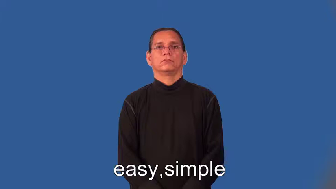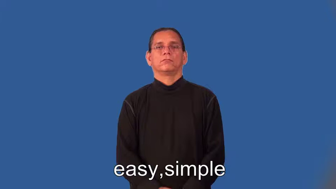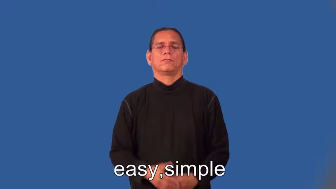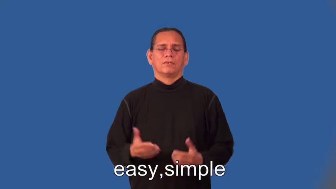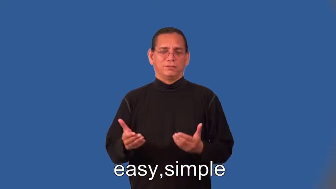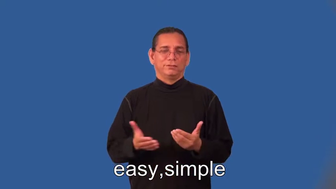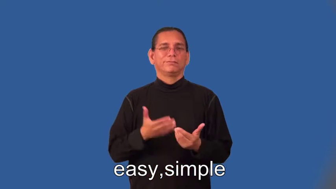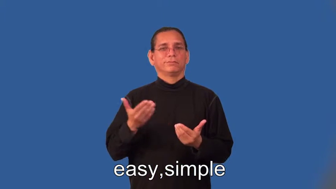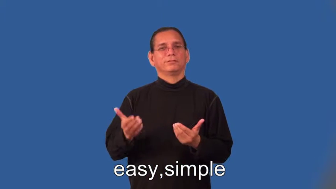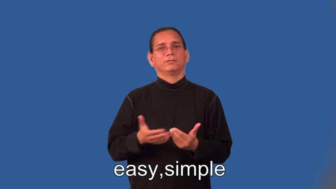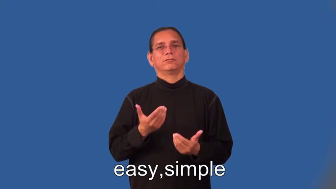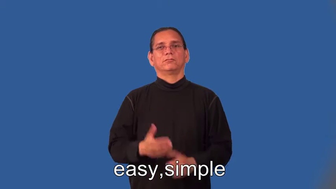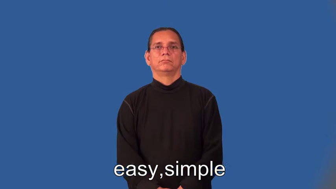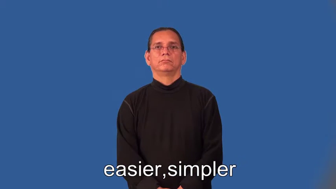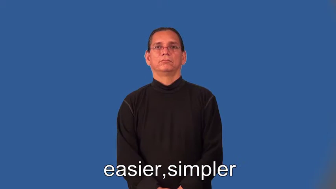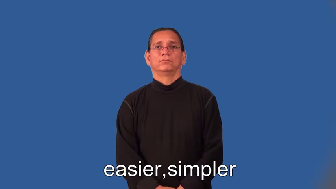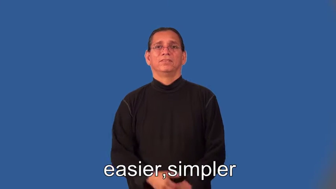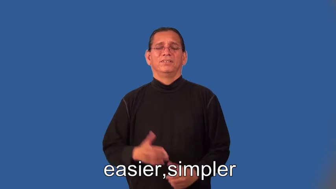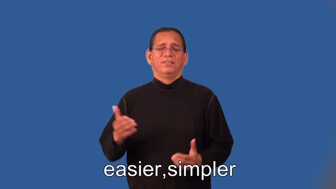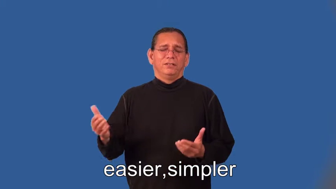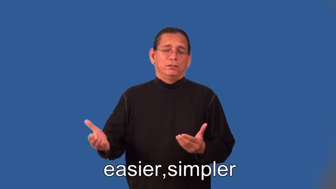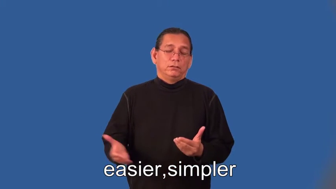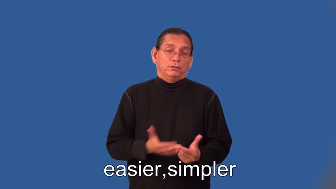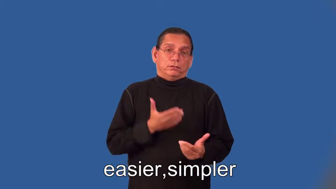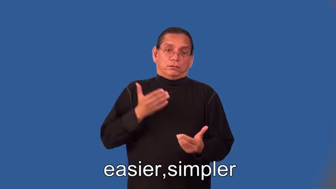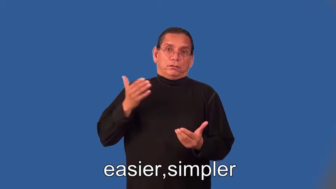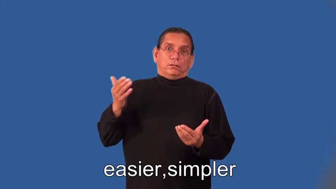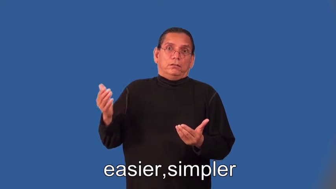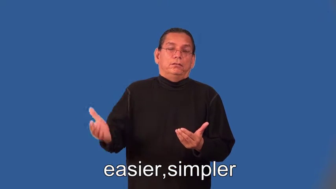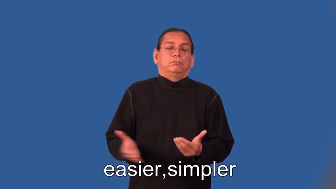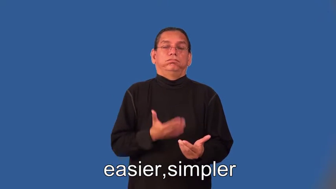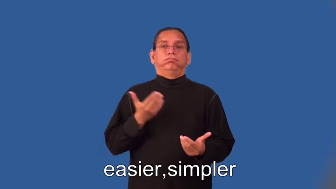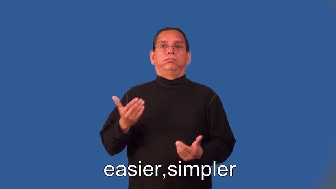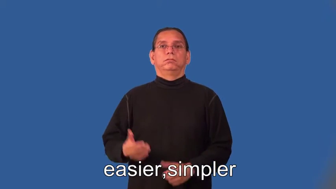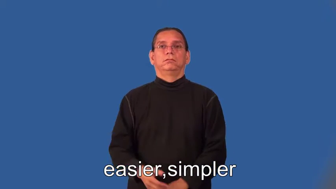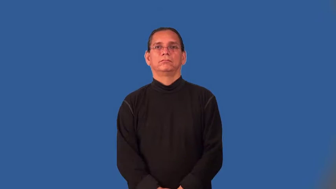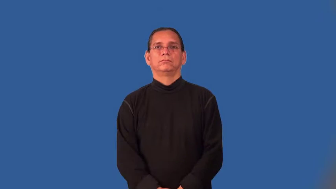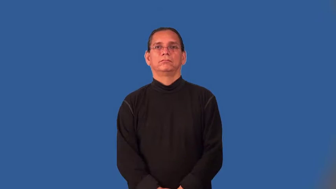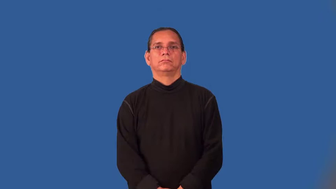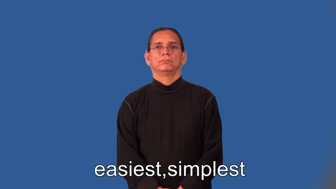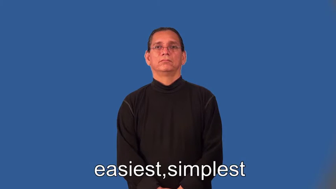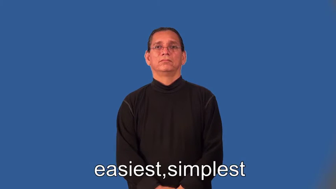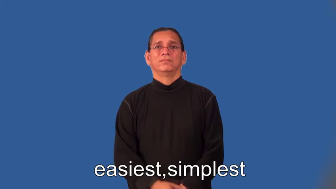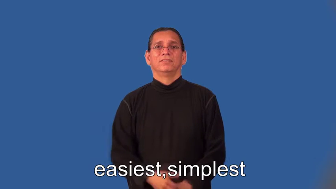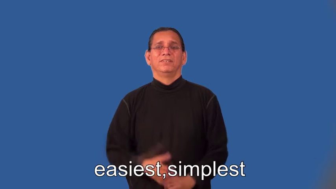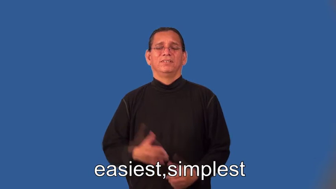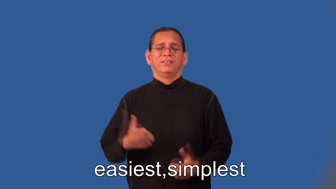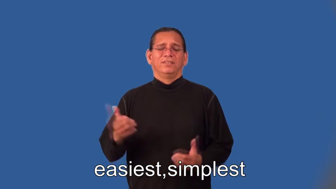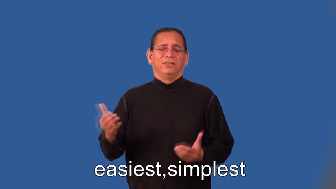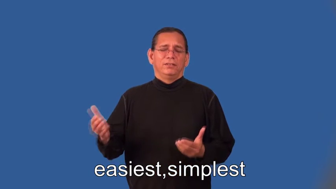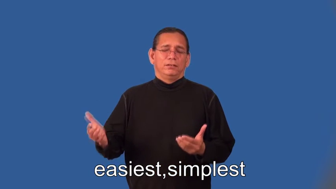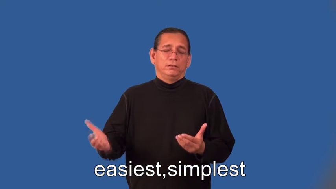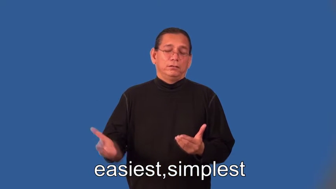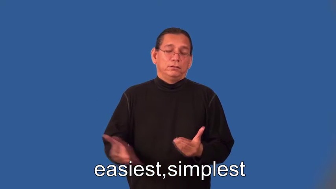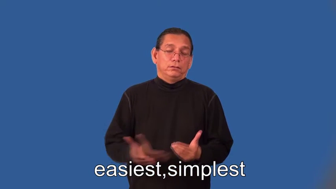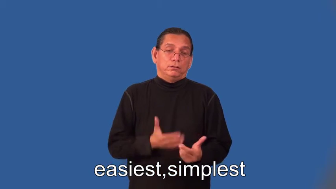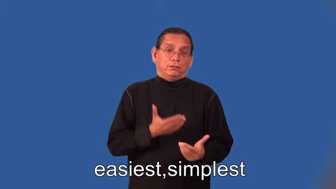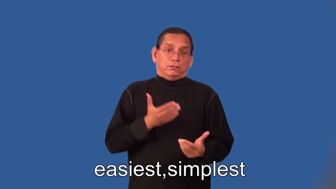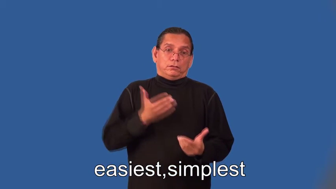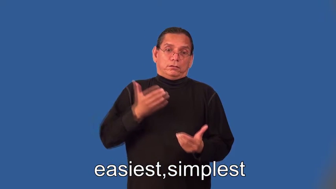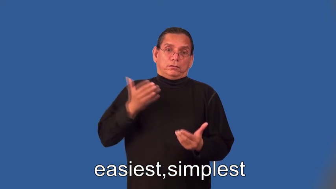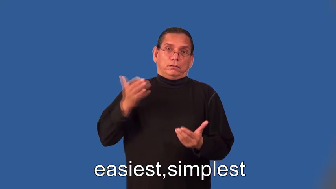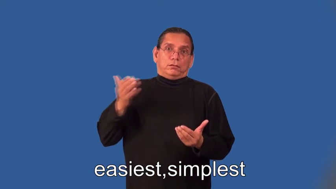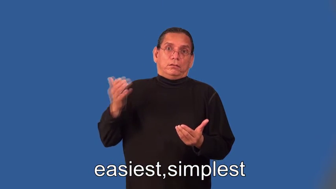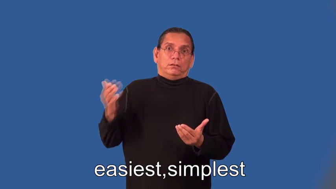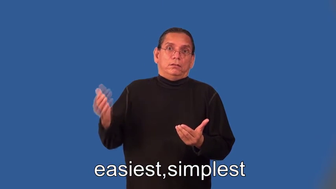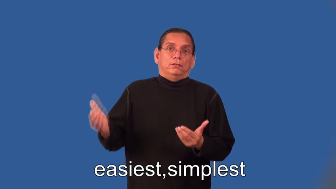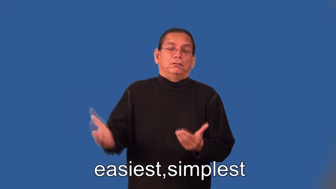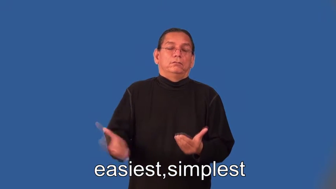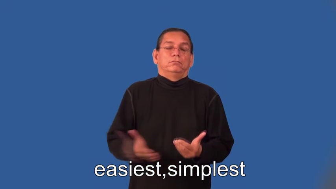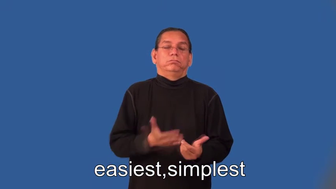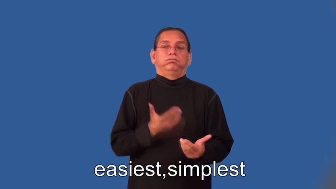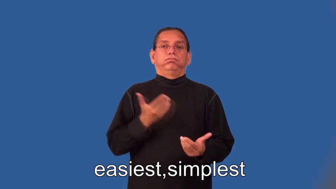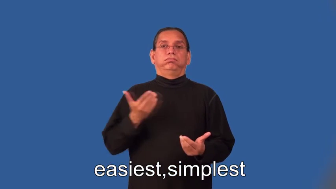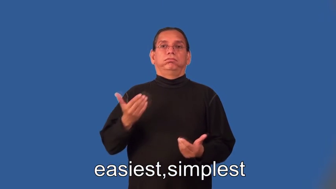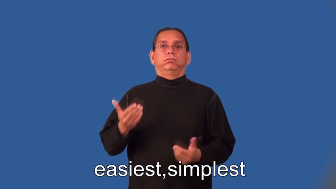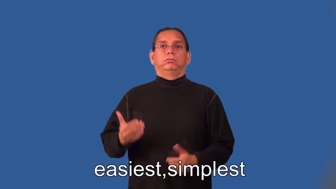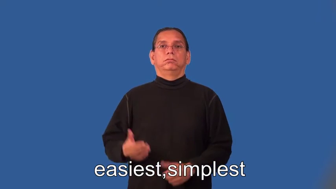easier,simpler,easiest,simplest